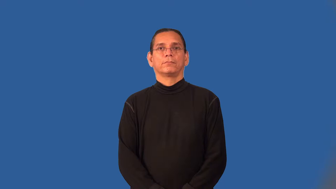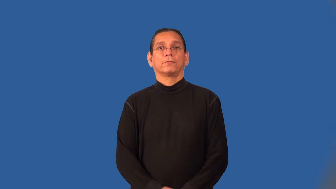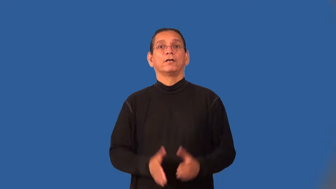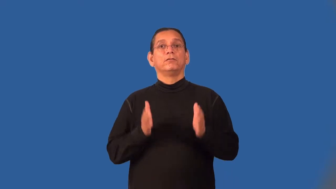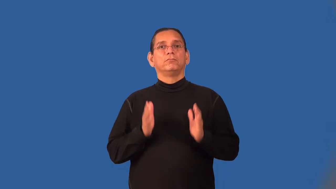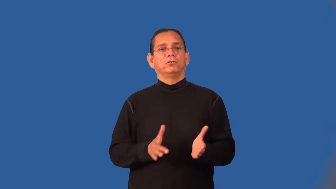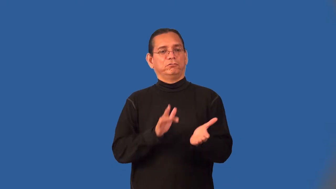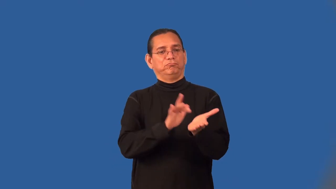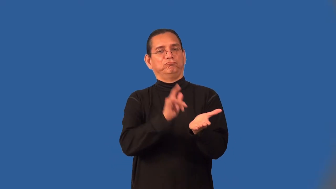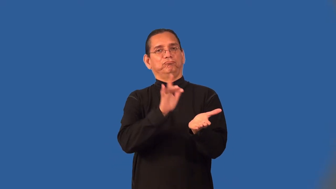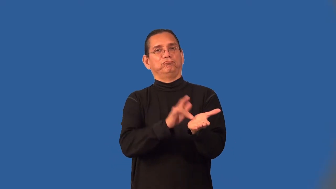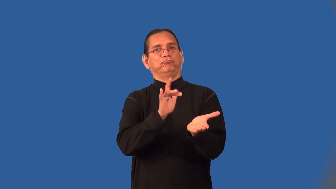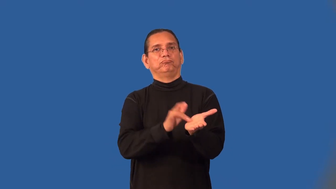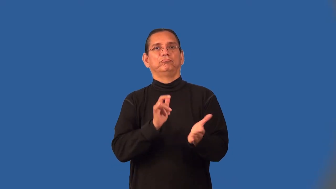freeloader